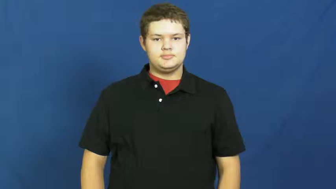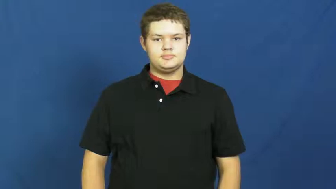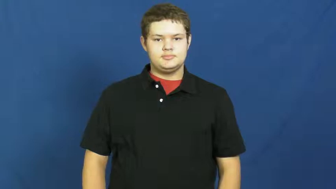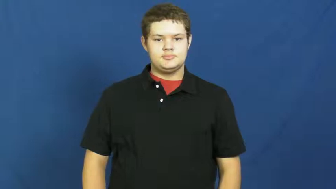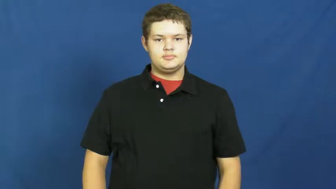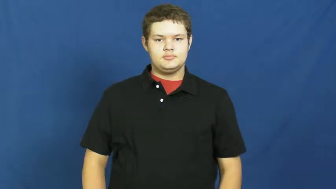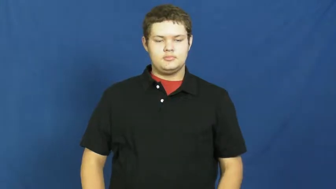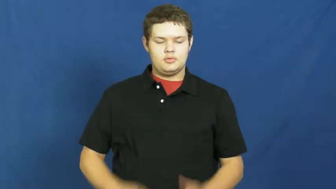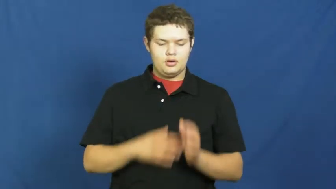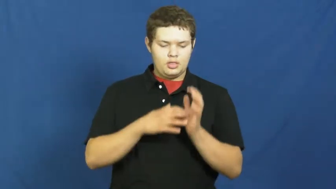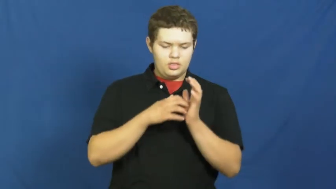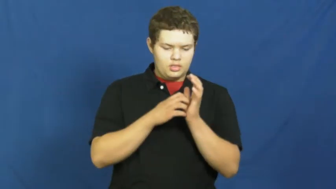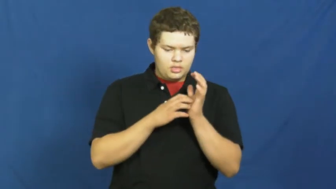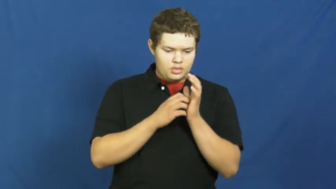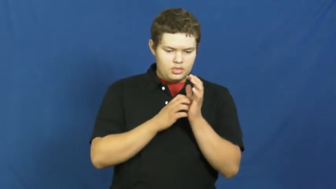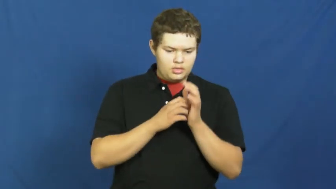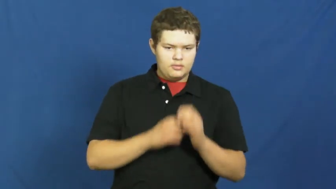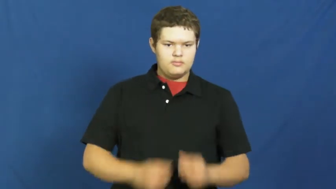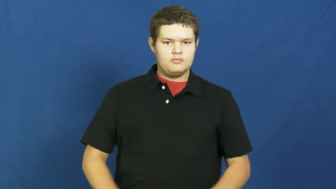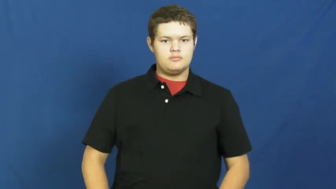feeble,forceless